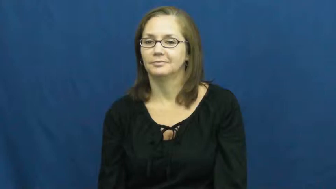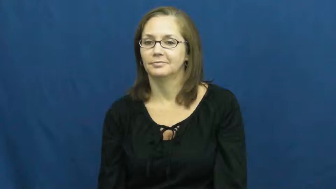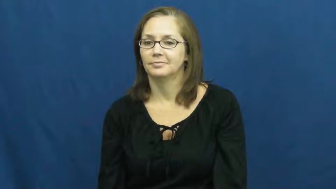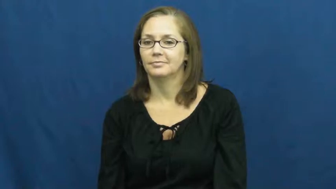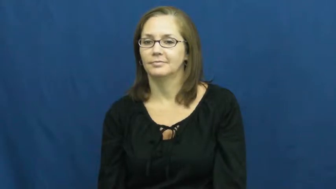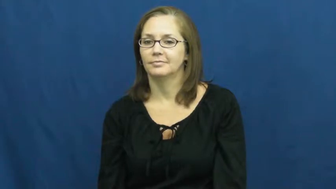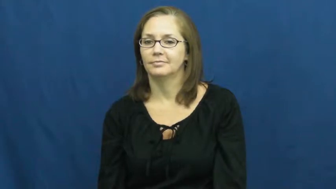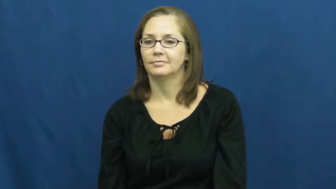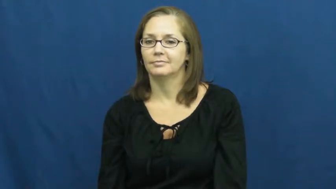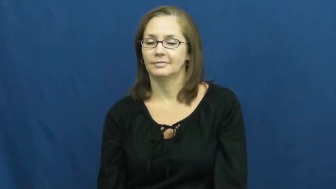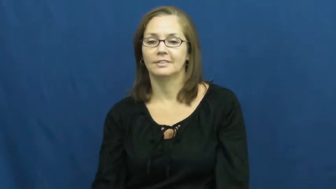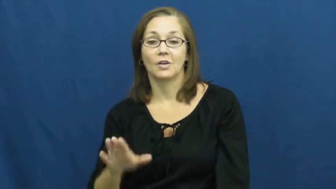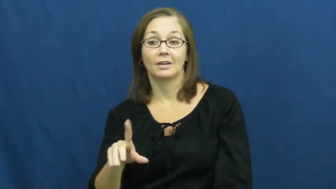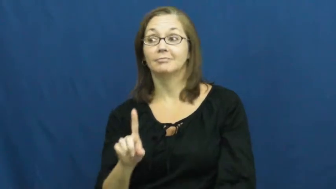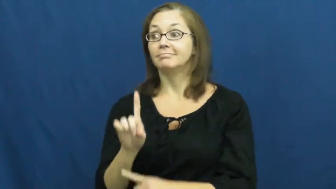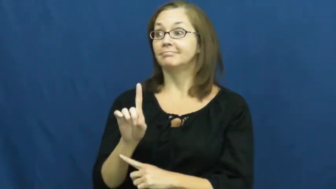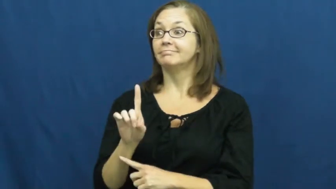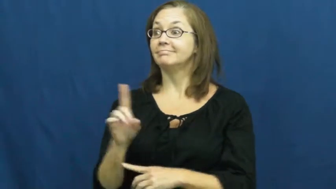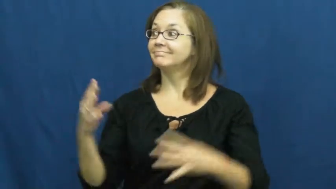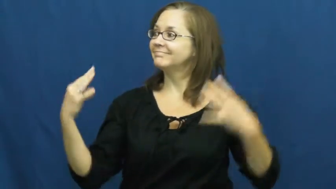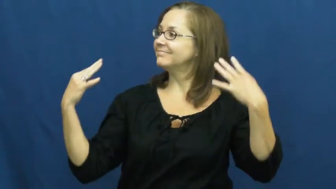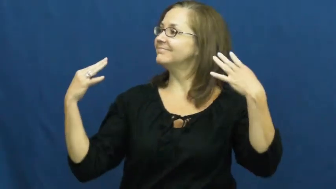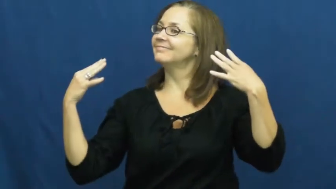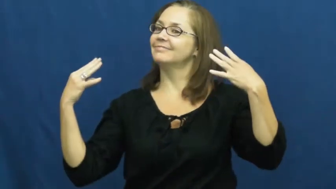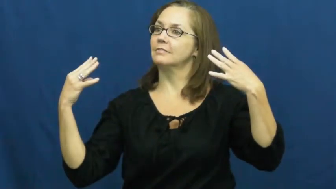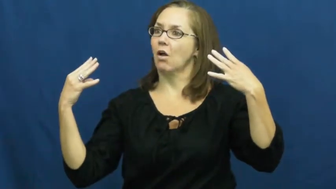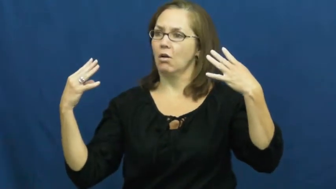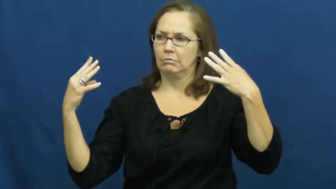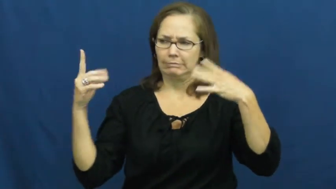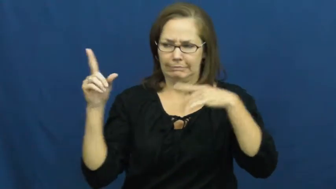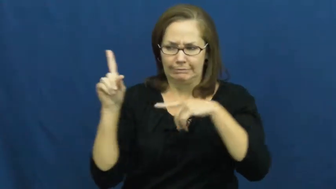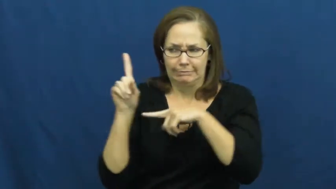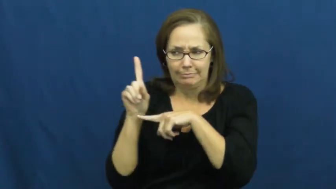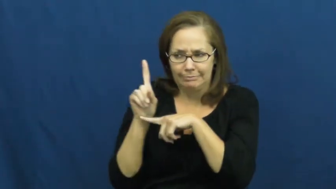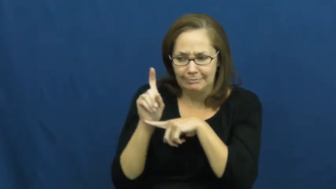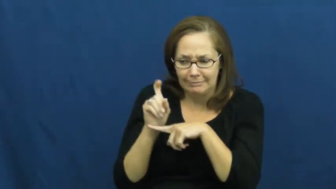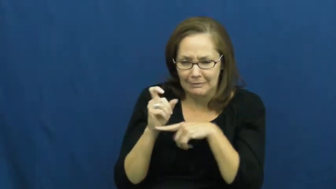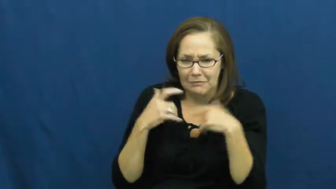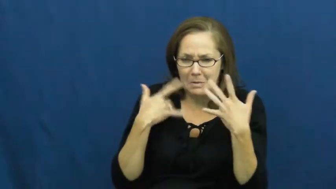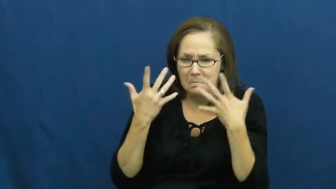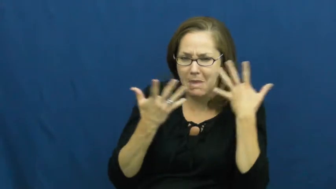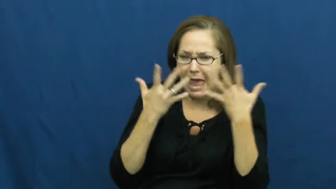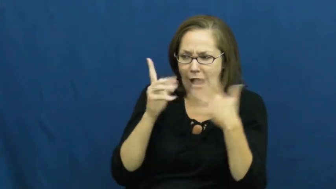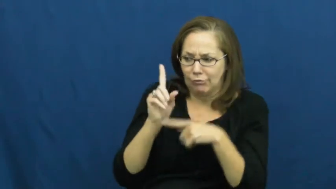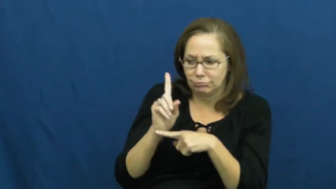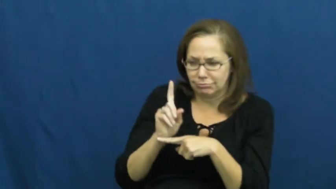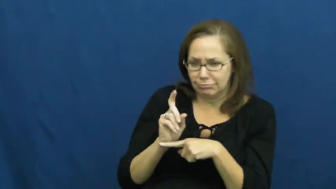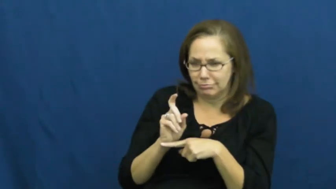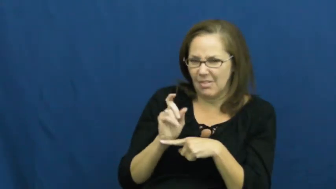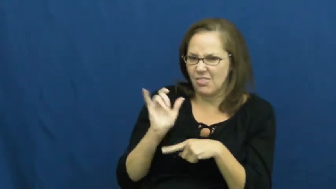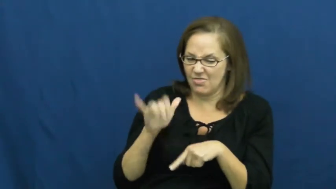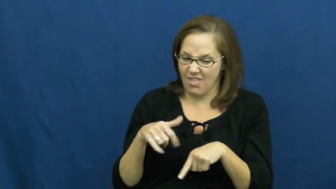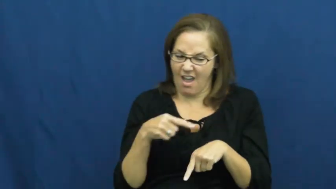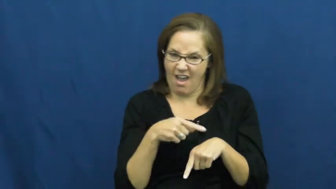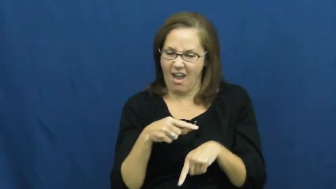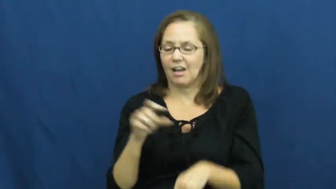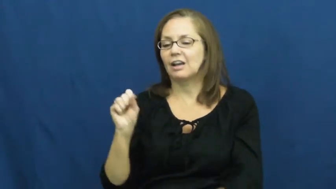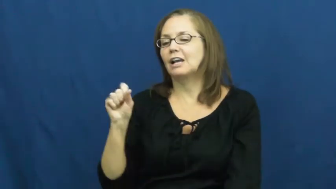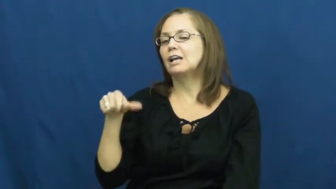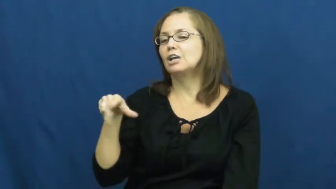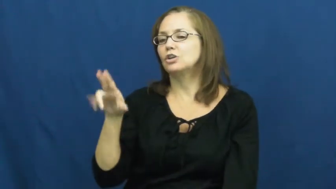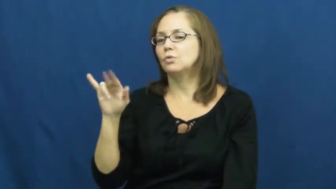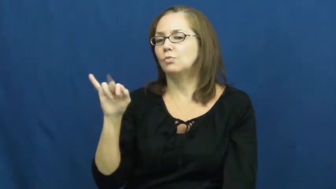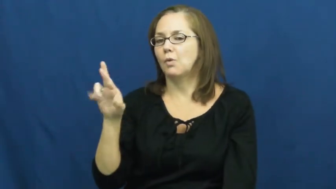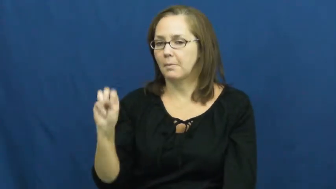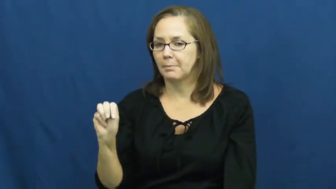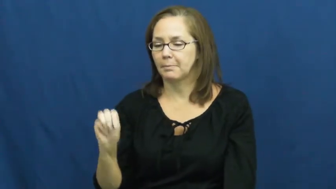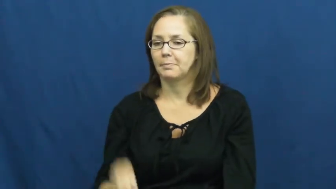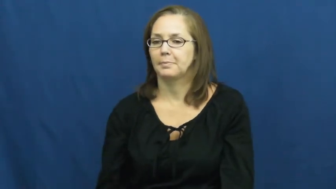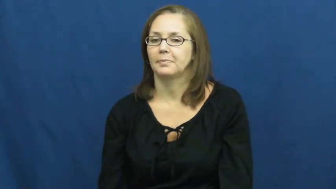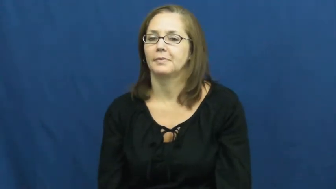squirm-embarrassed